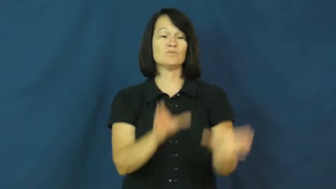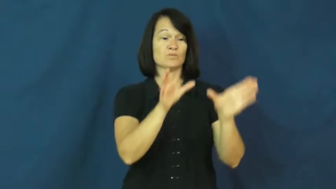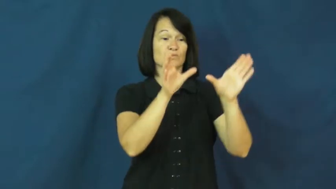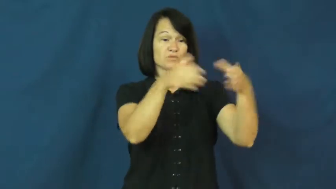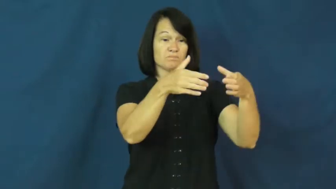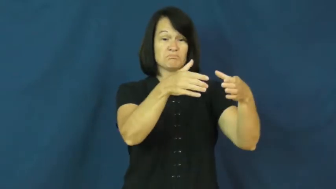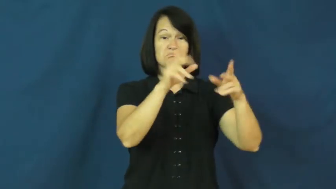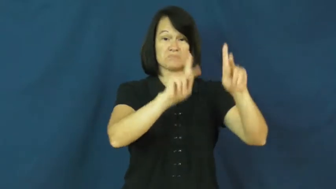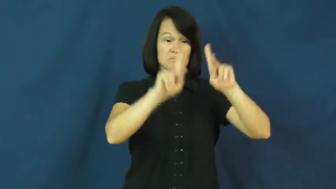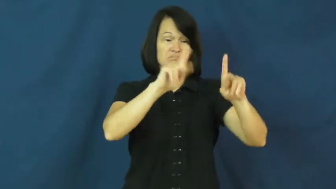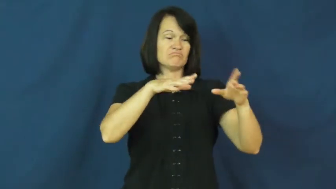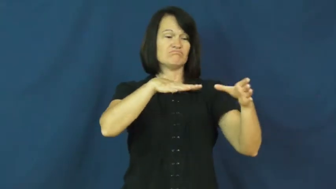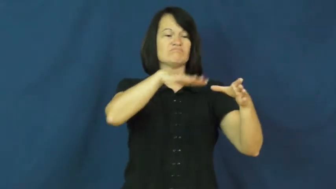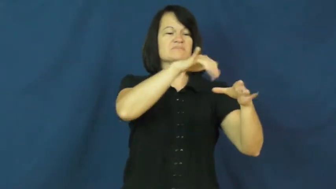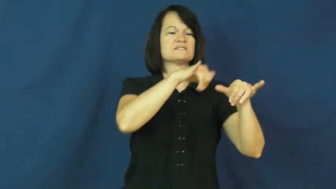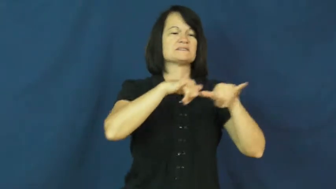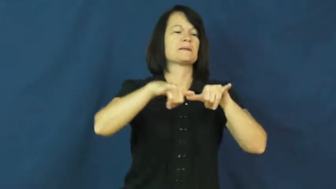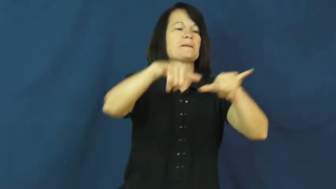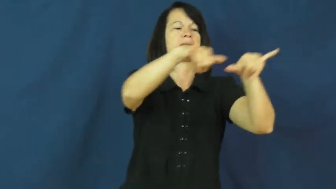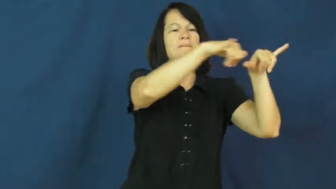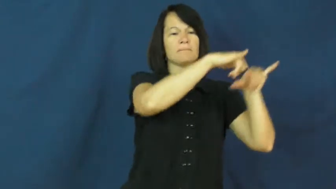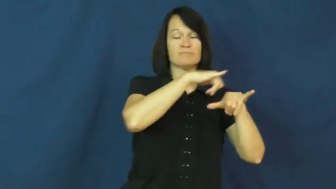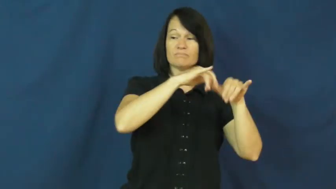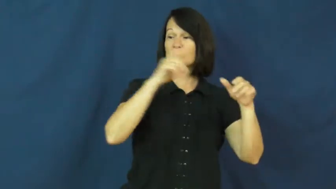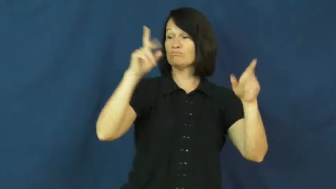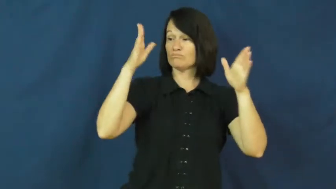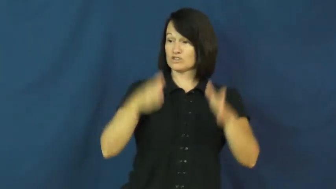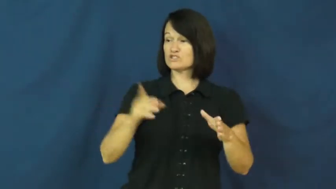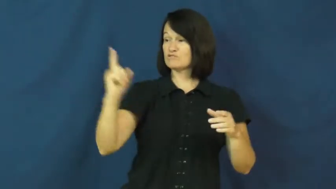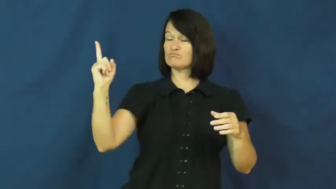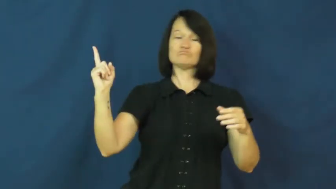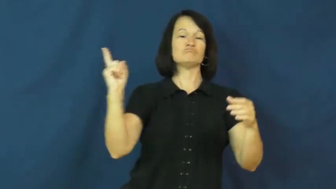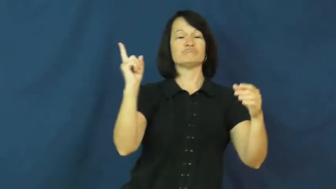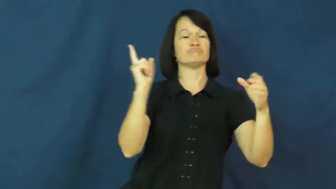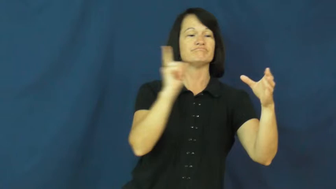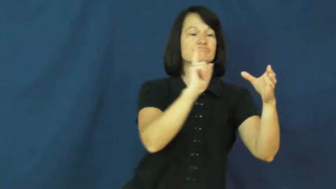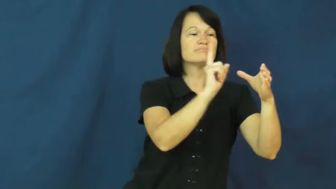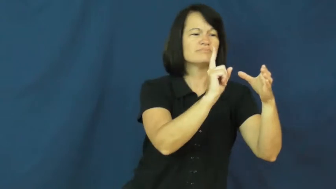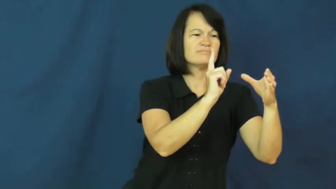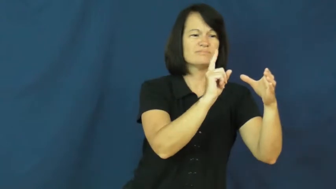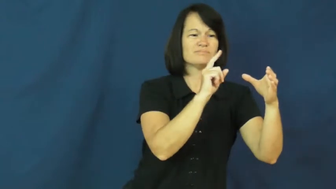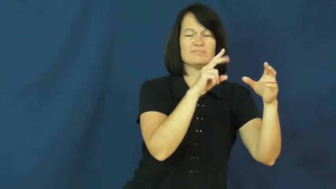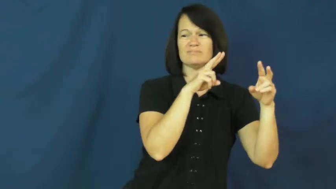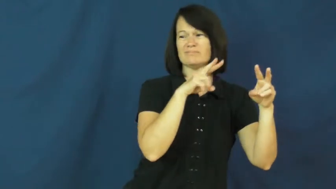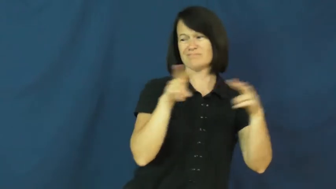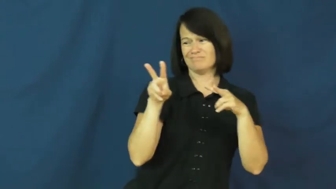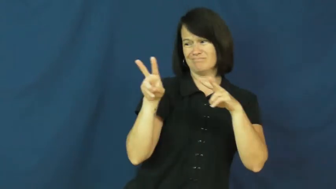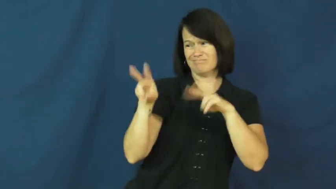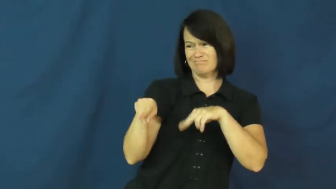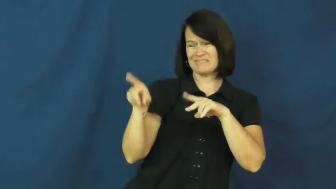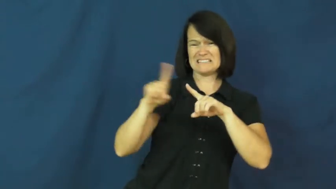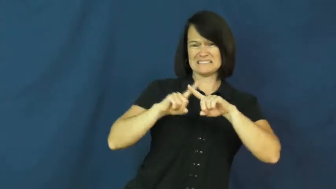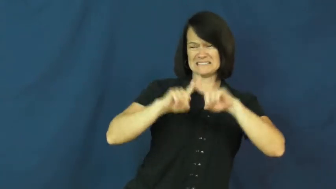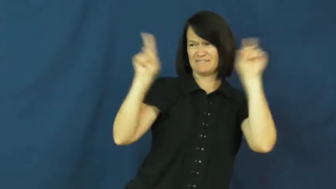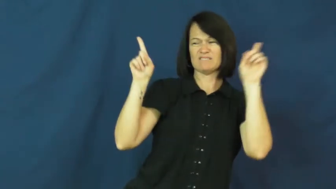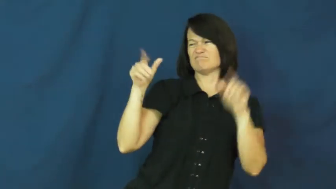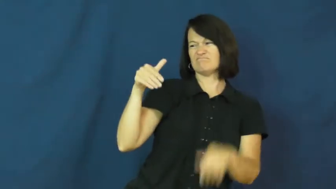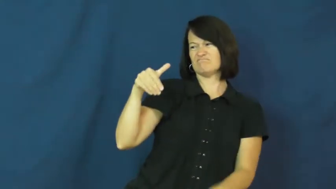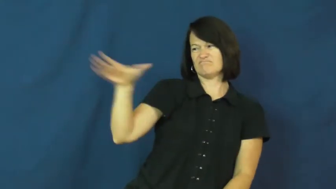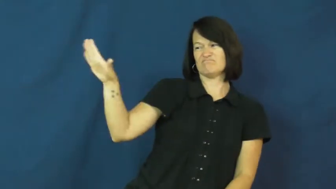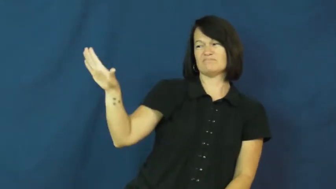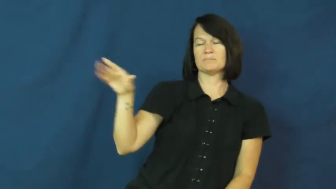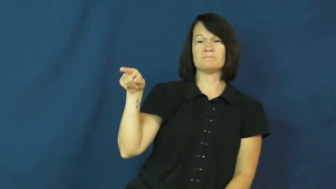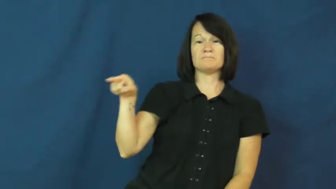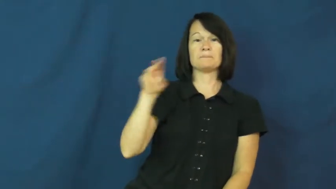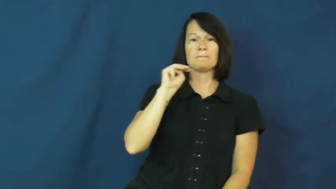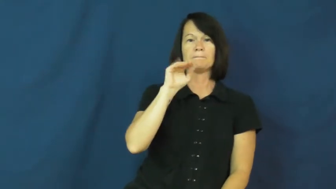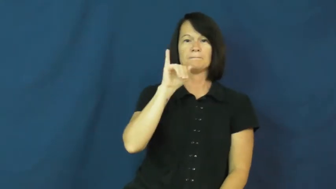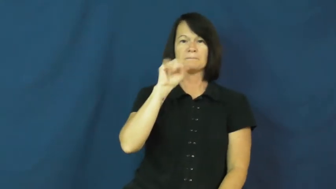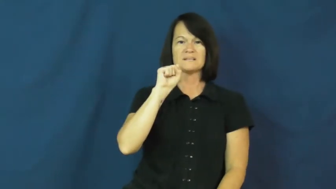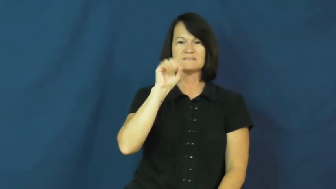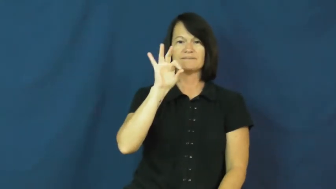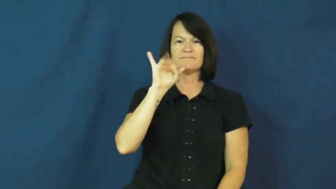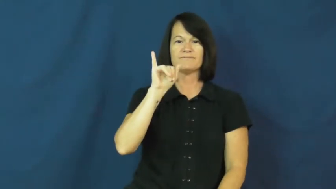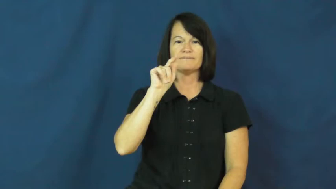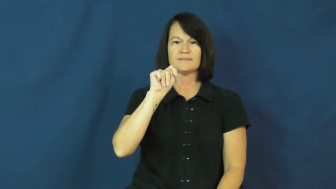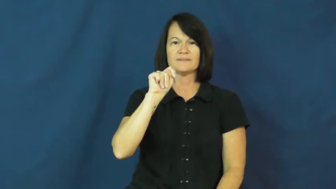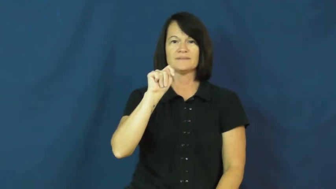misfit